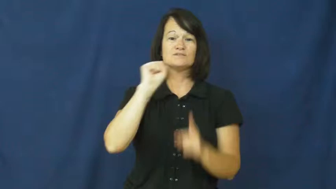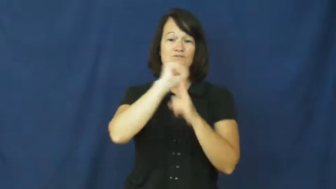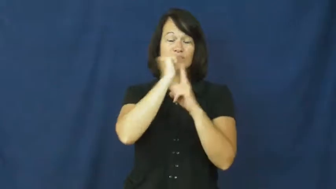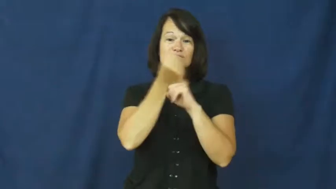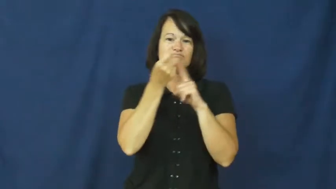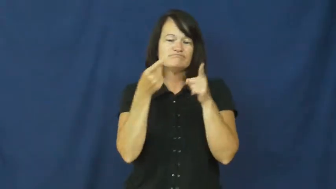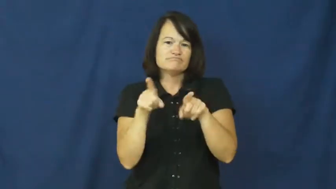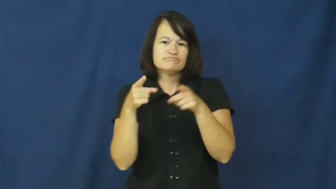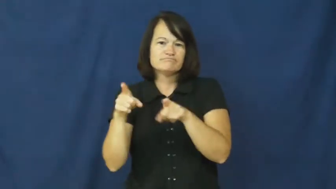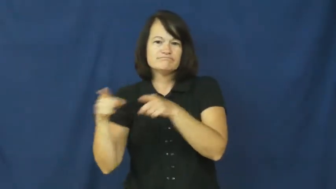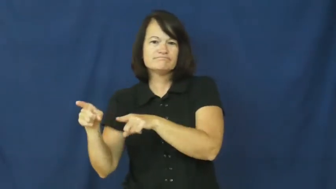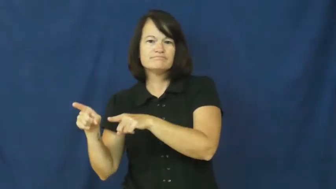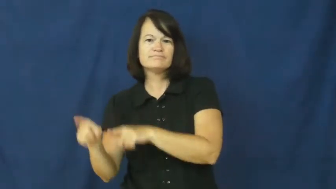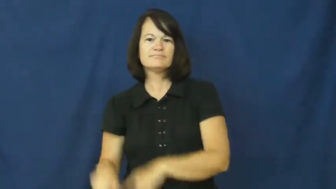context